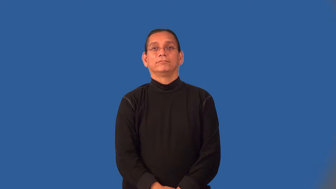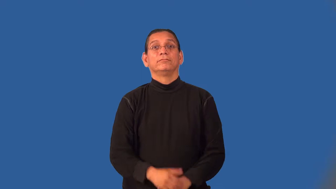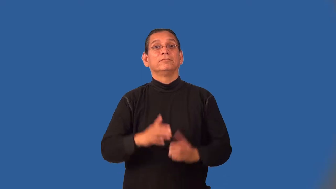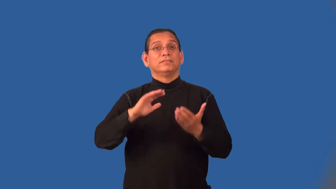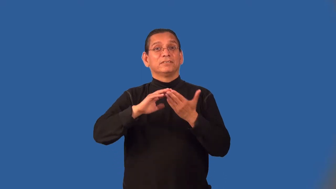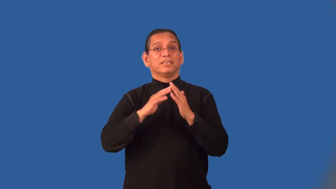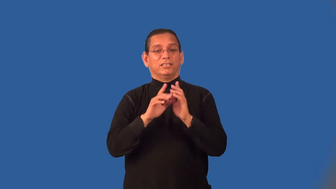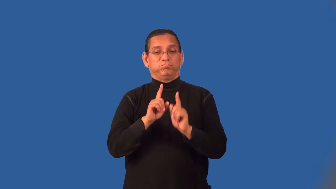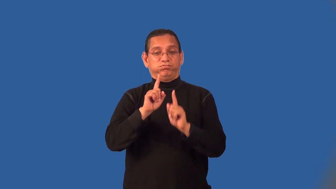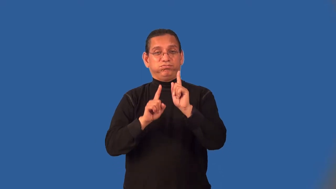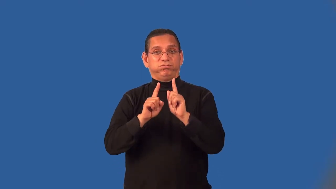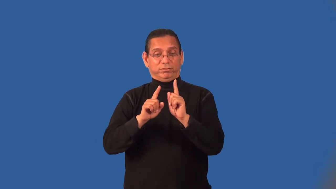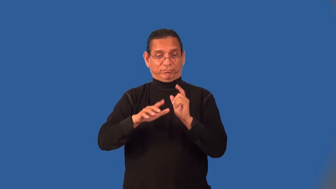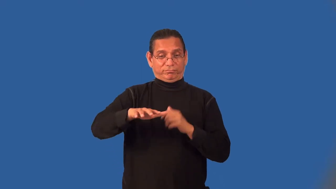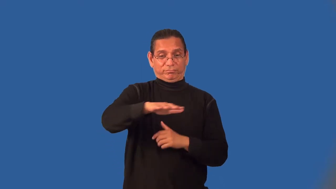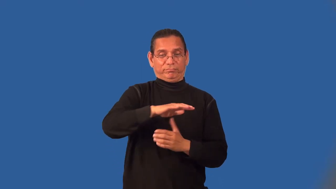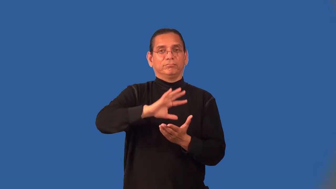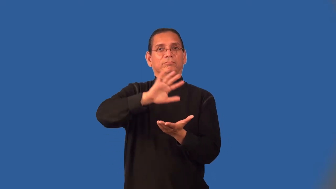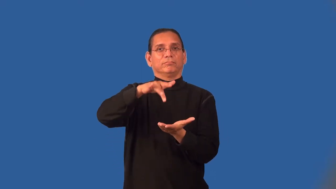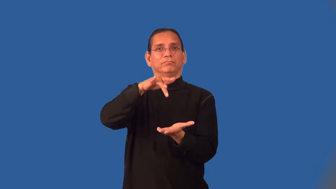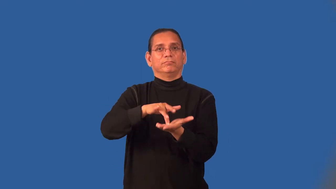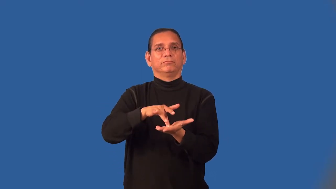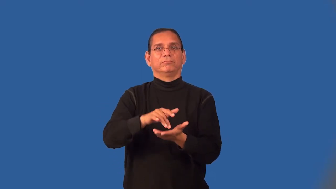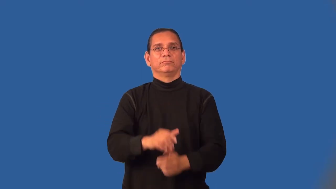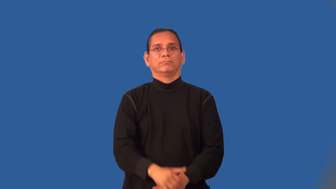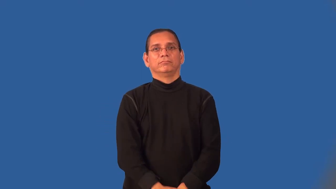midtown